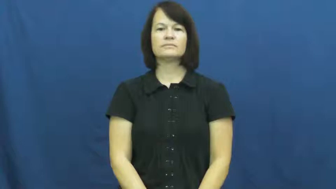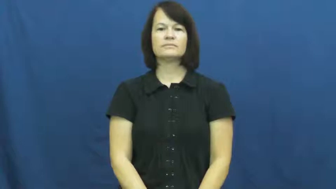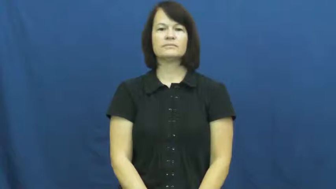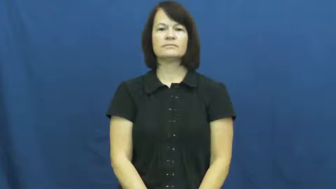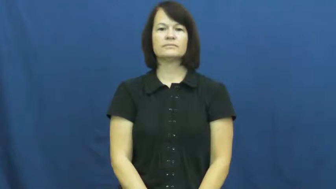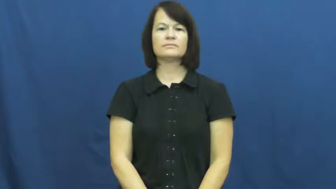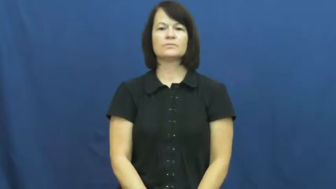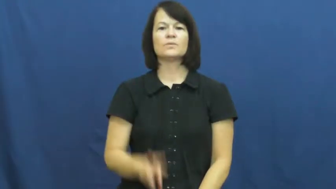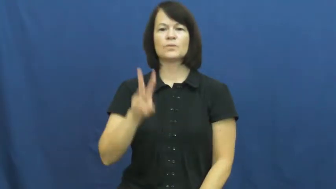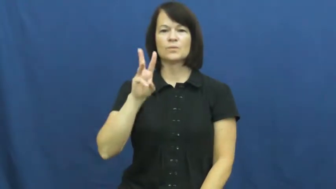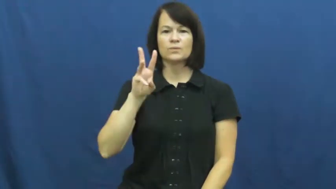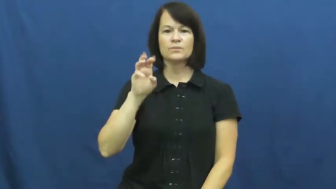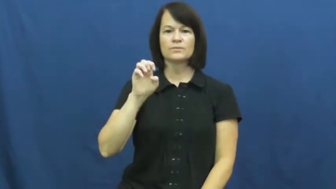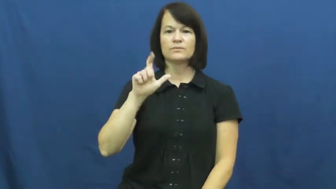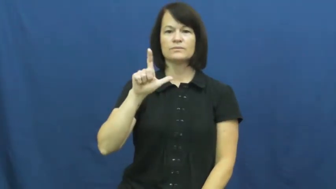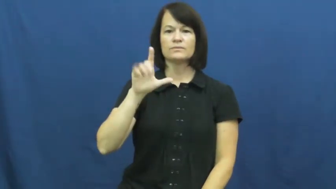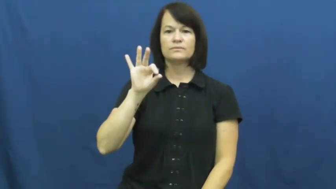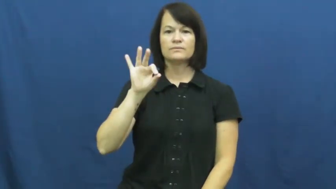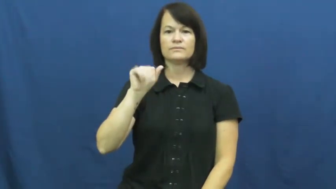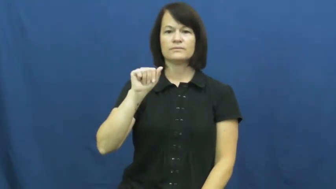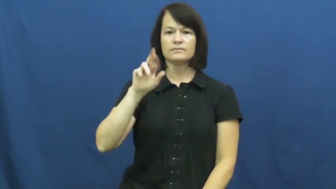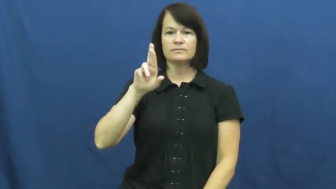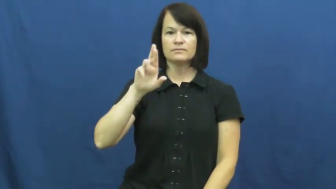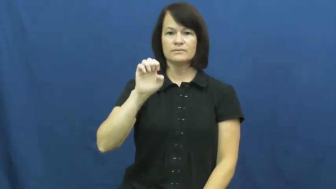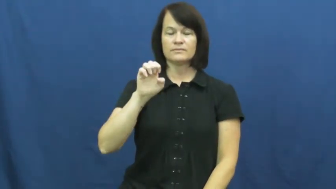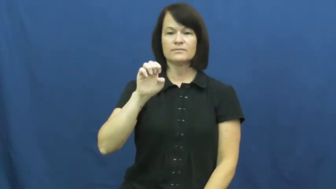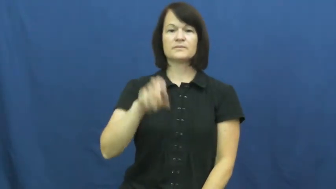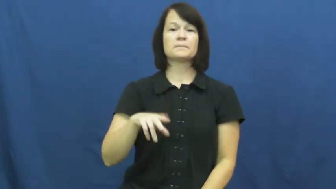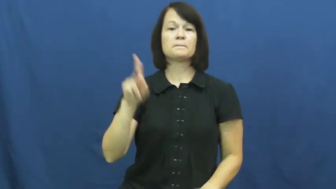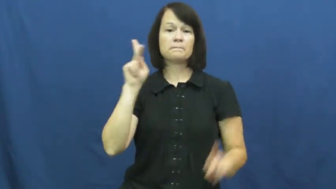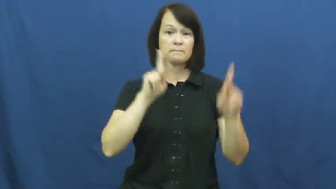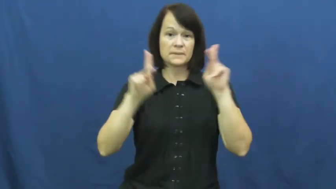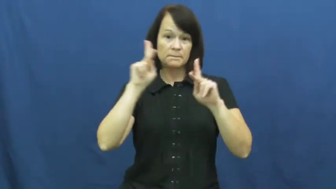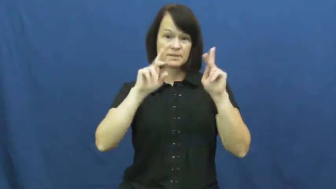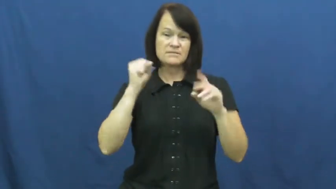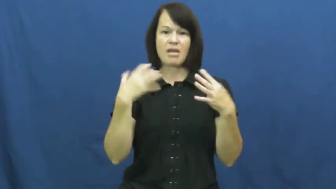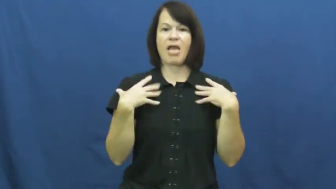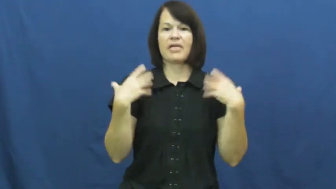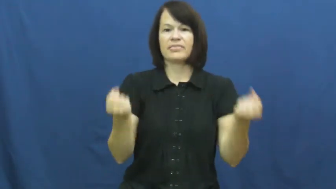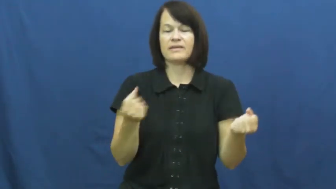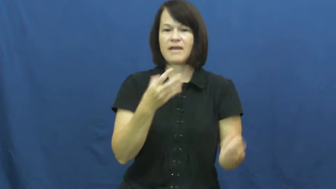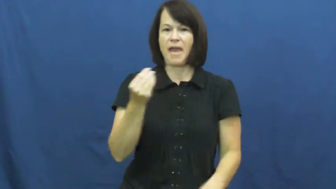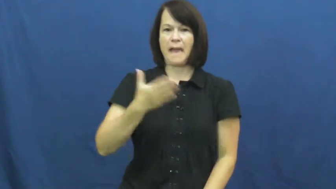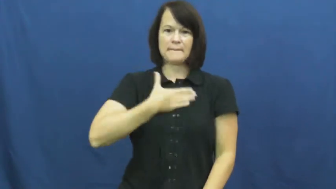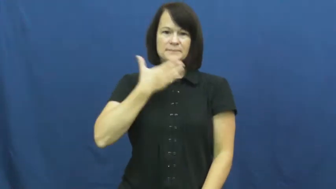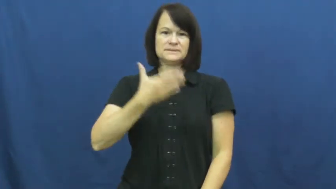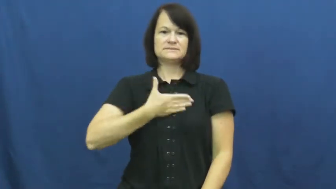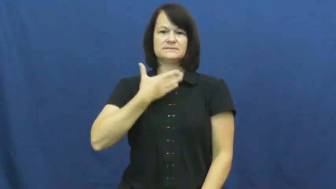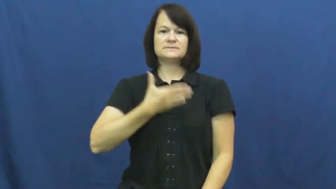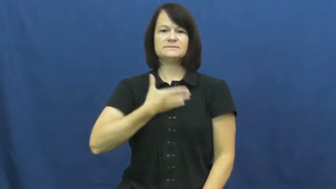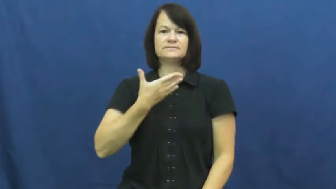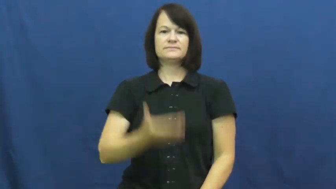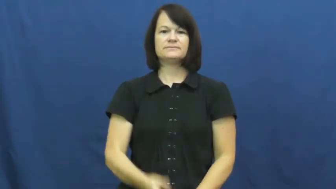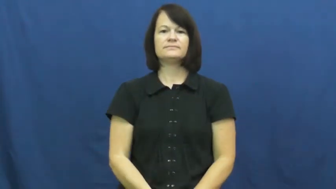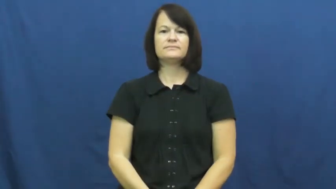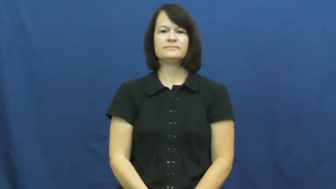welfare-well being